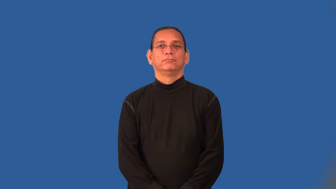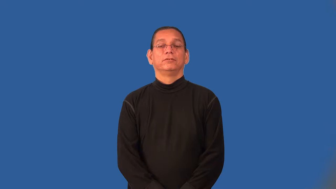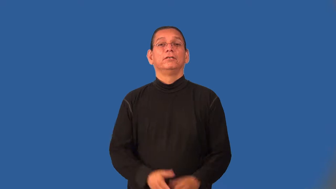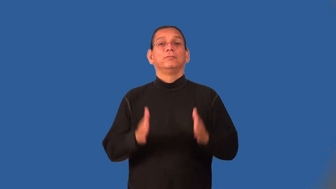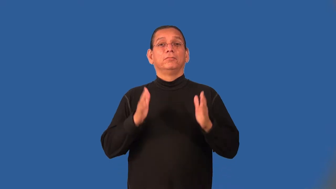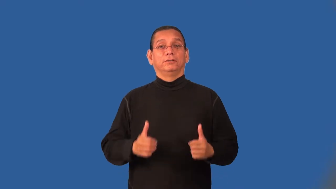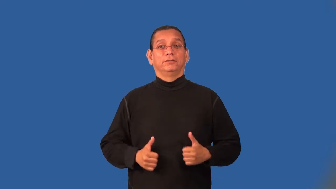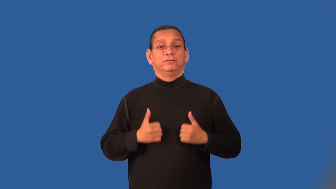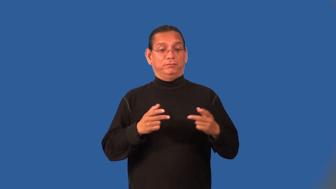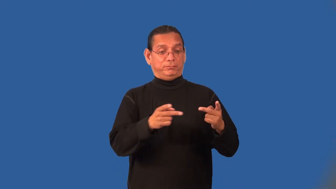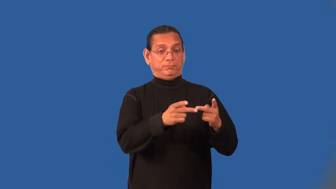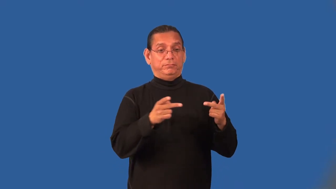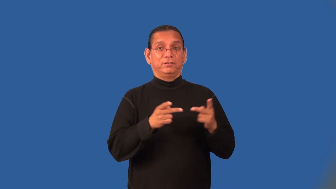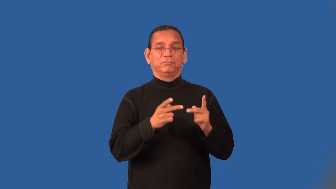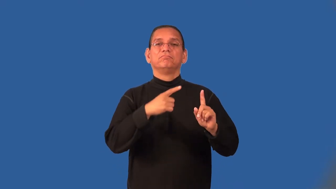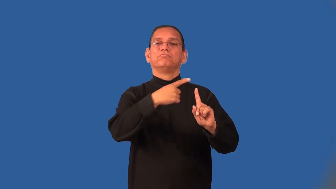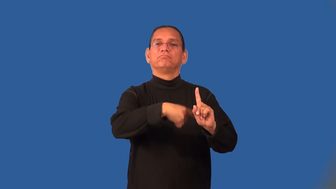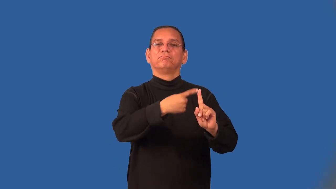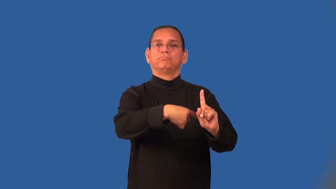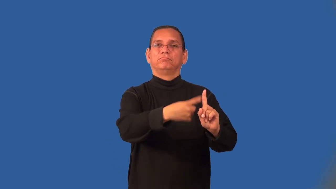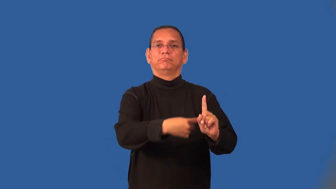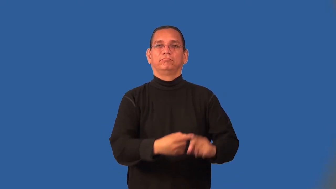renter